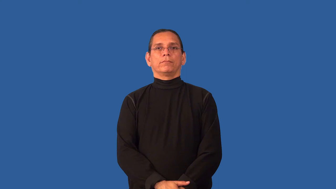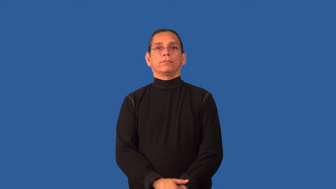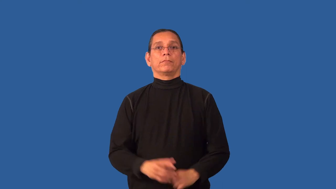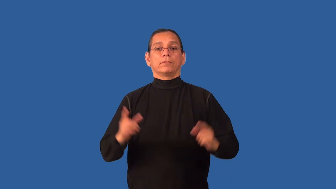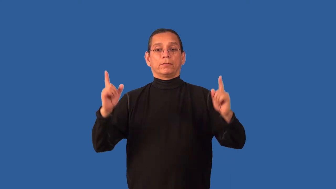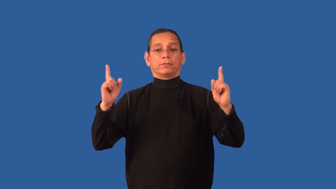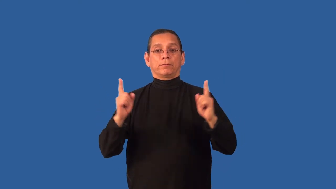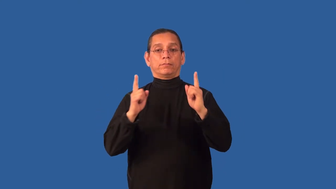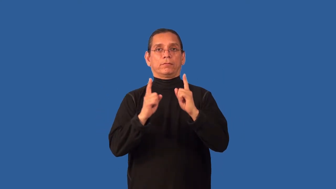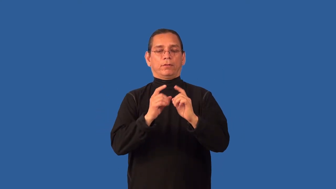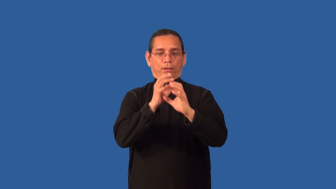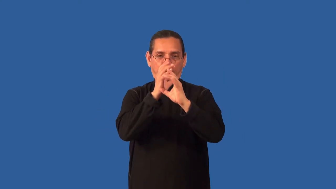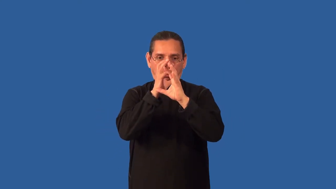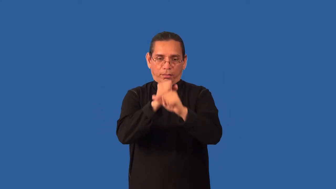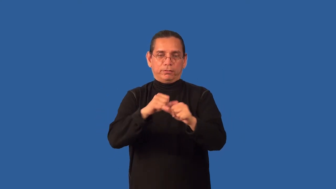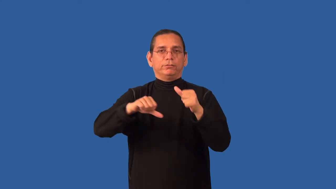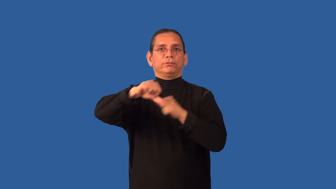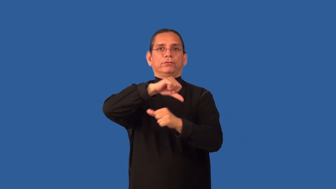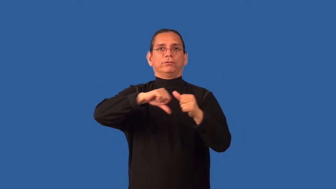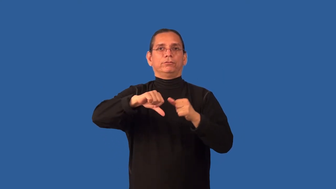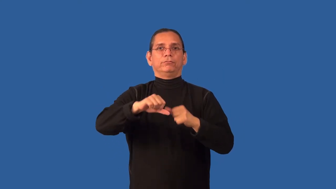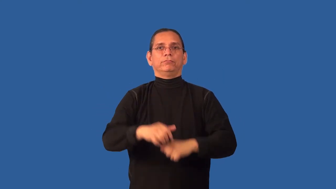chemistry-how people relate